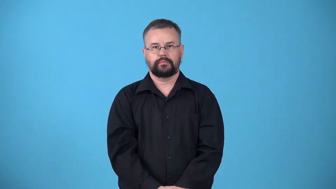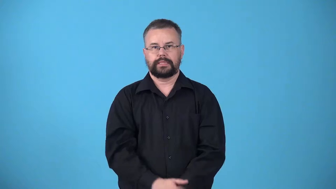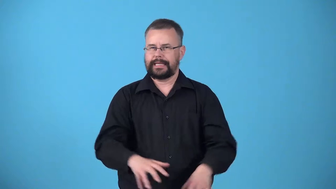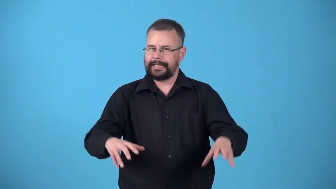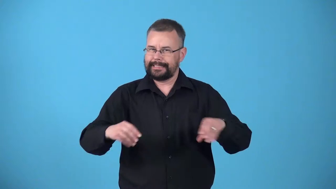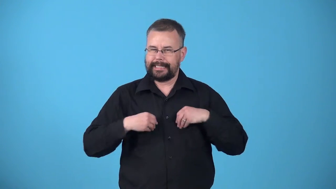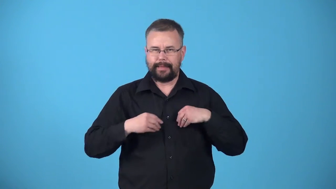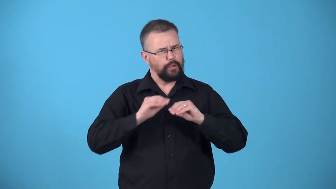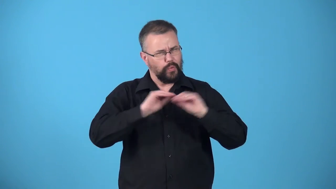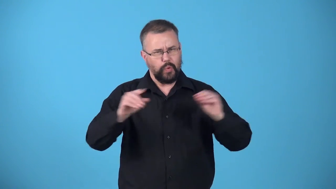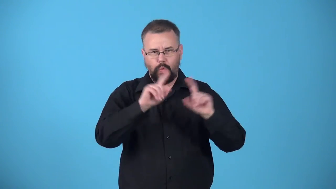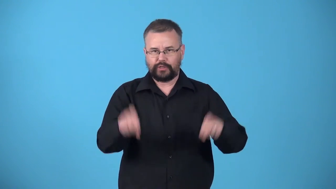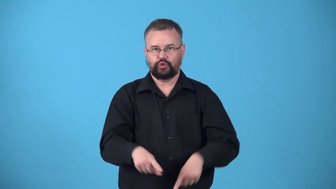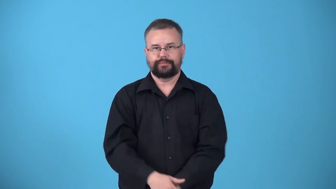unquestioned